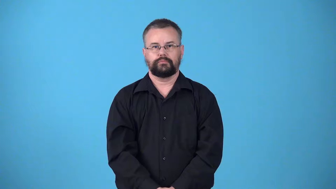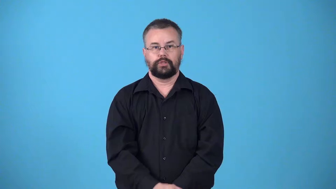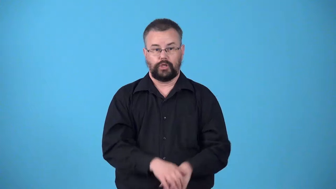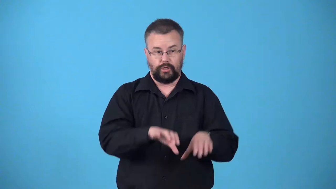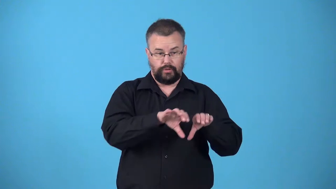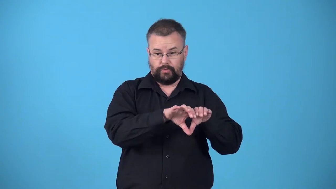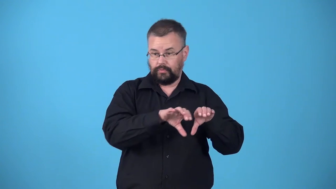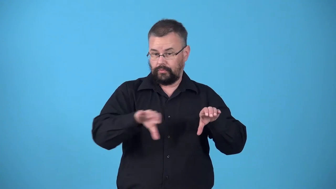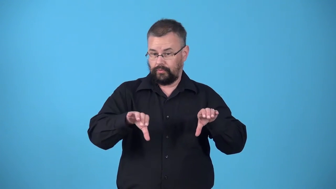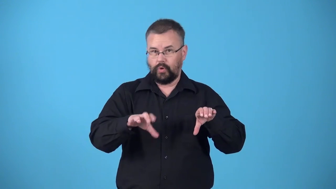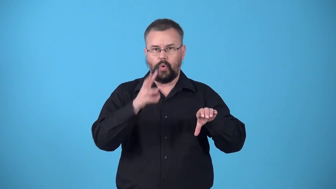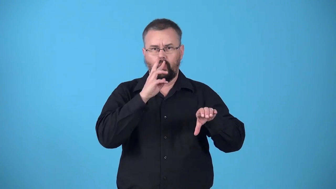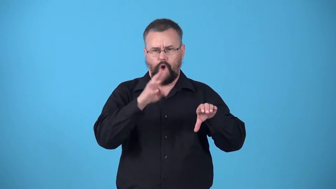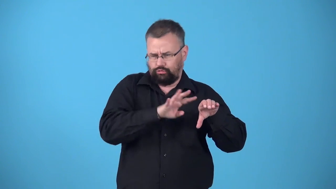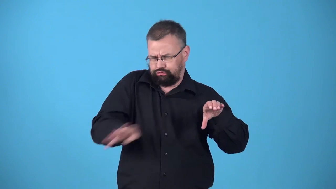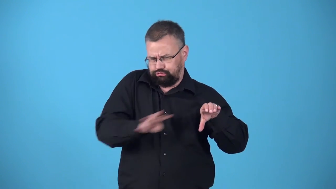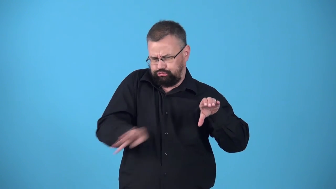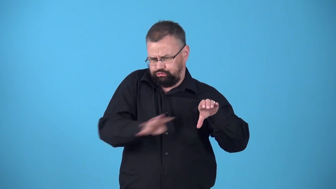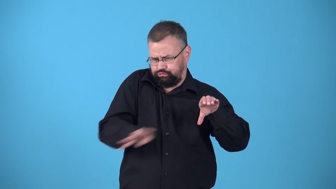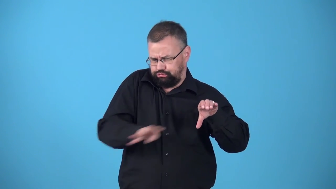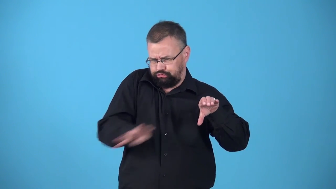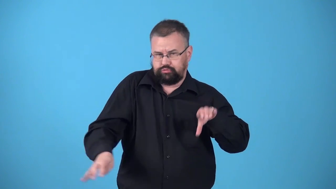waterspout